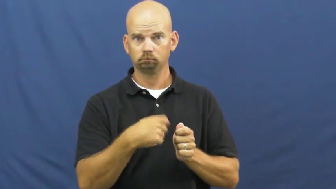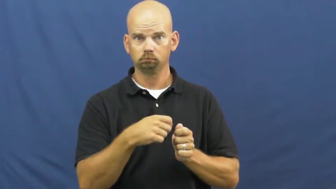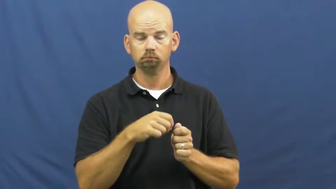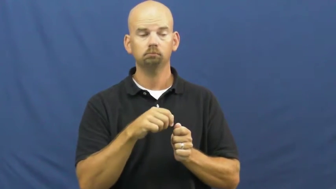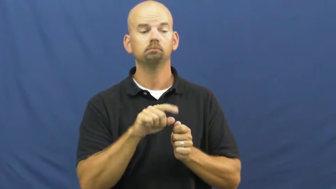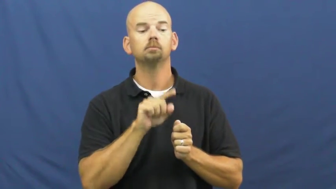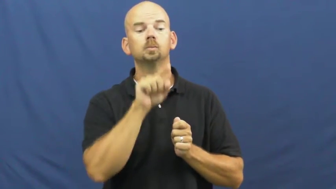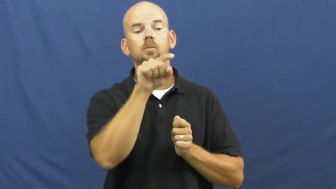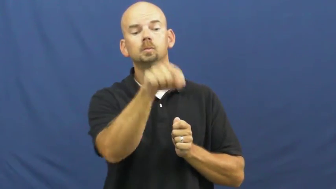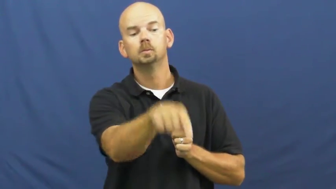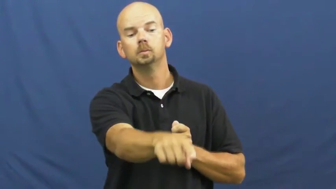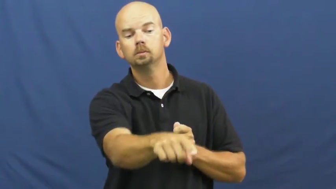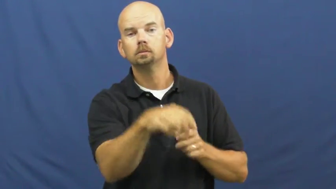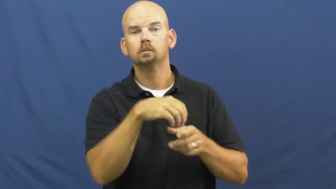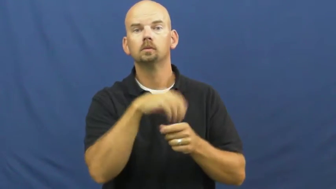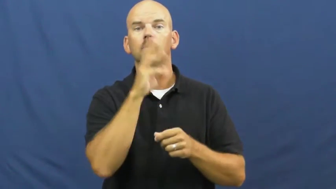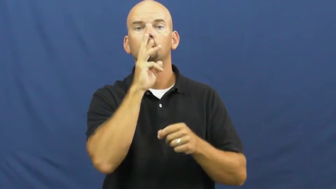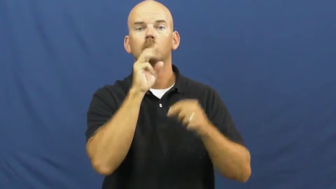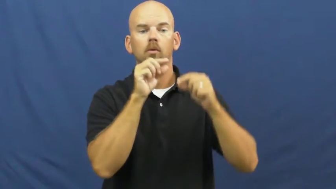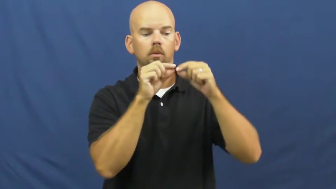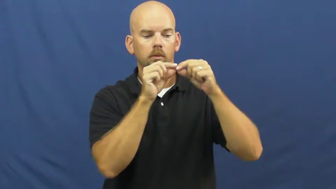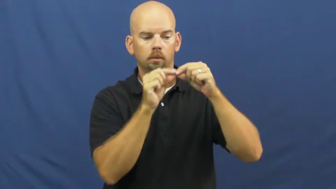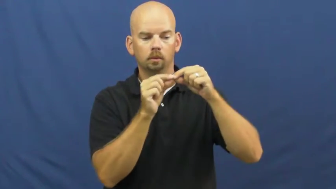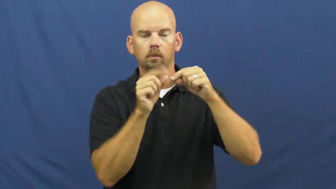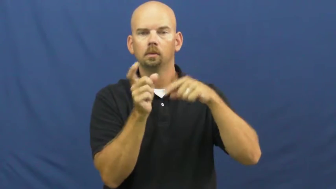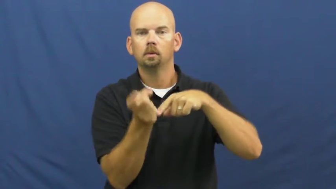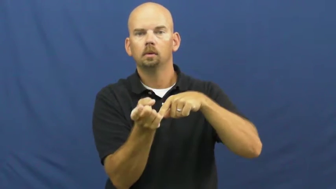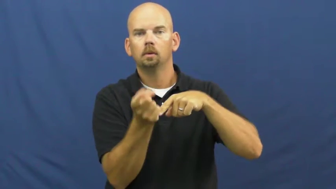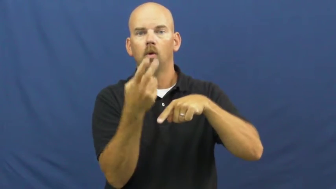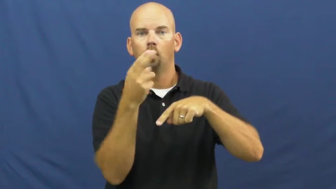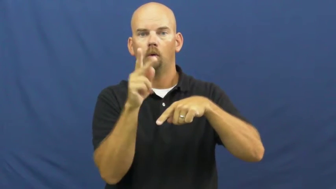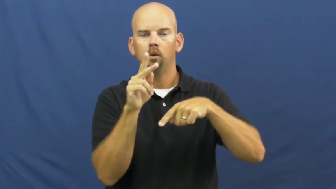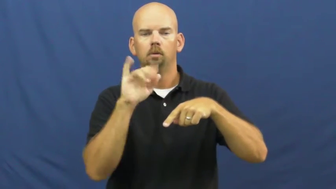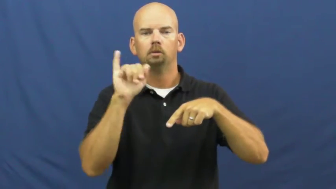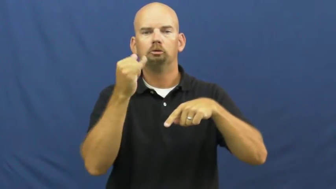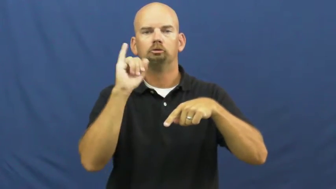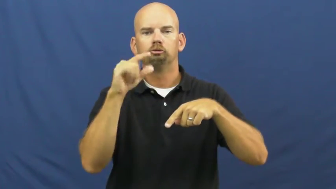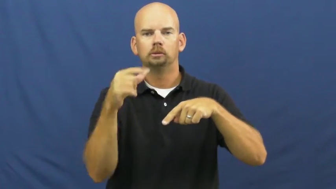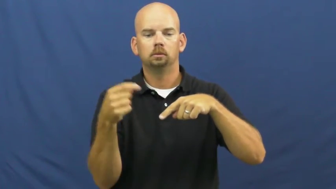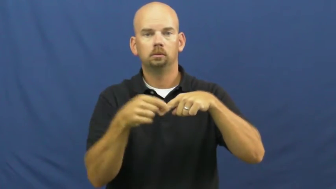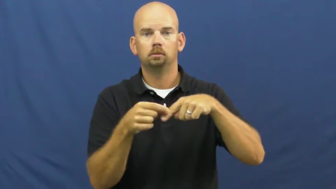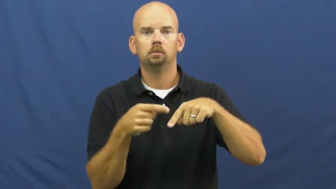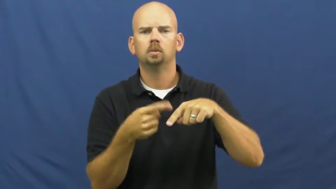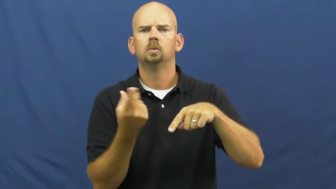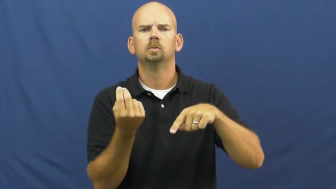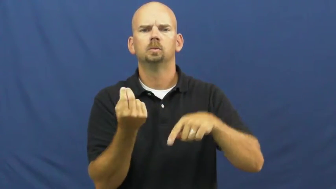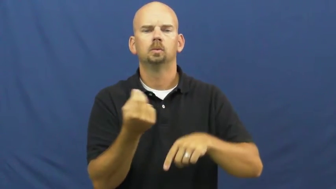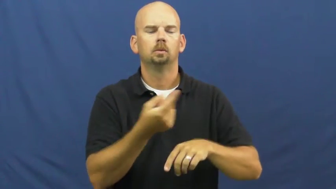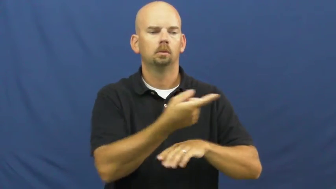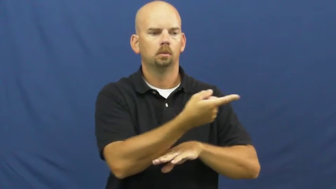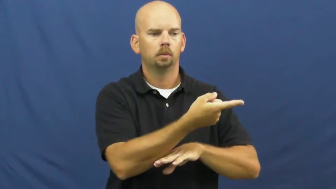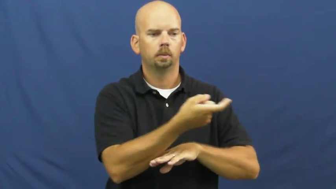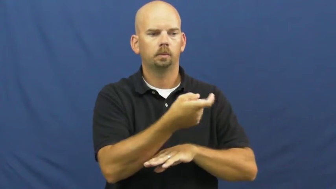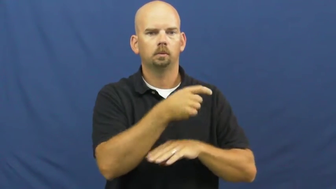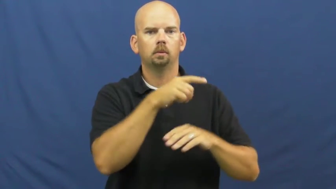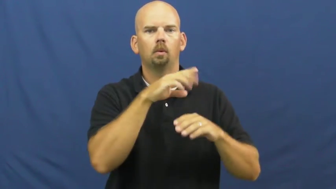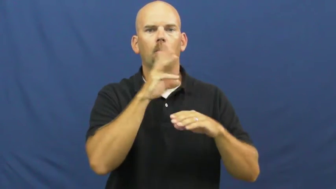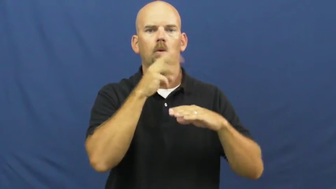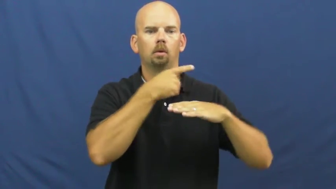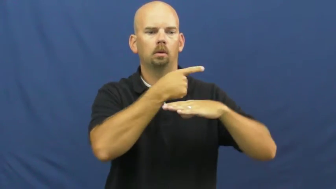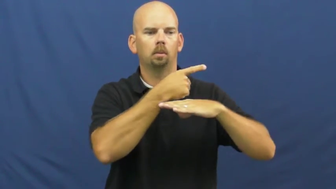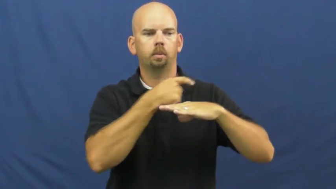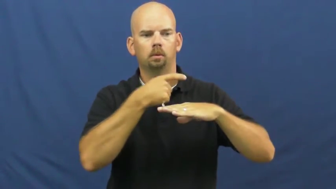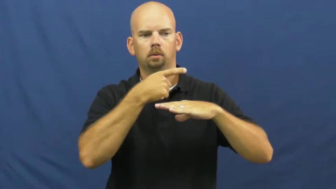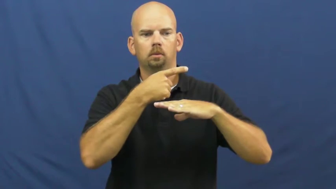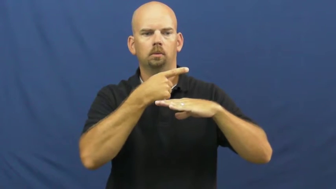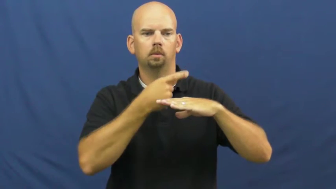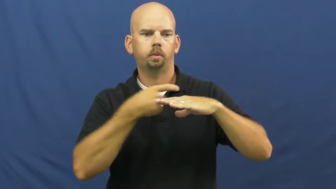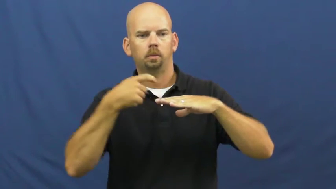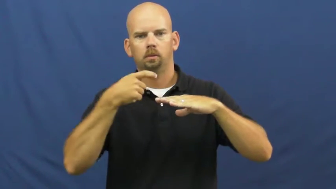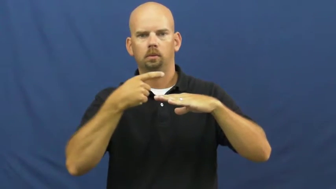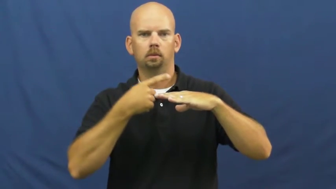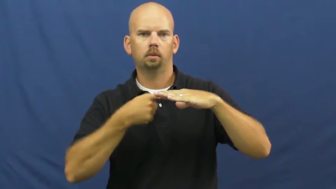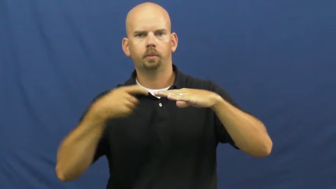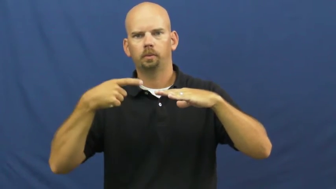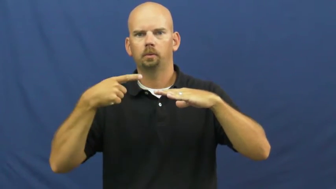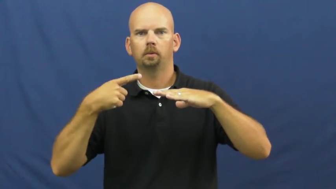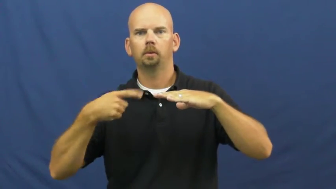jig-fish